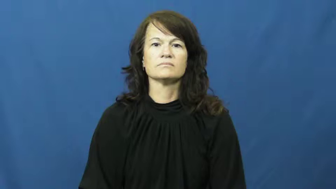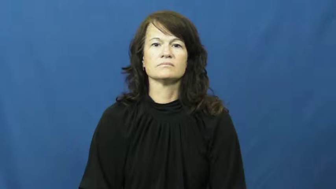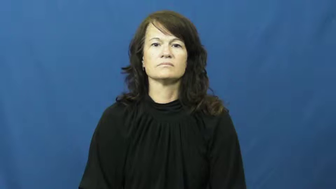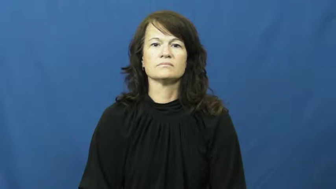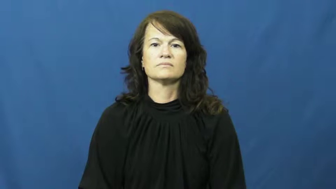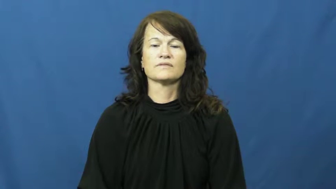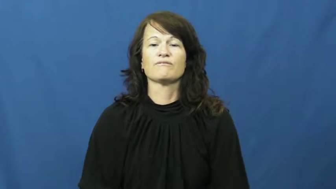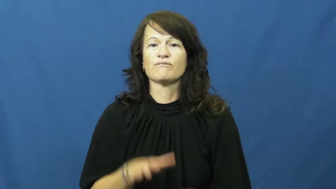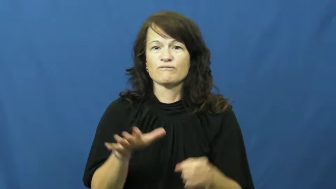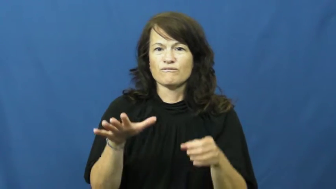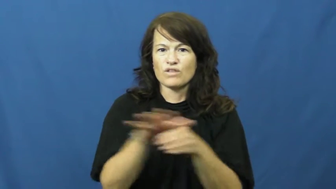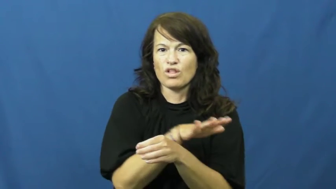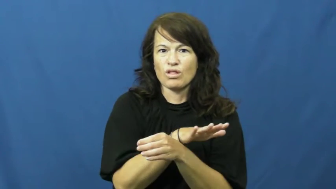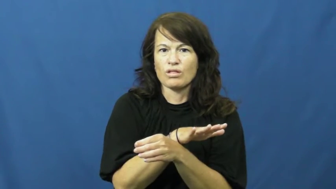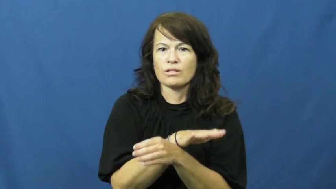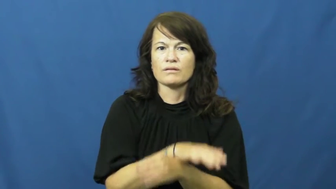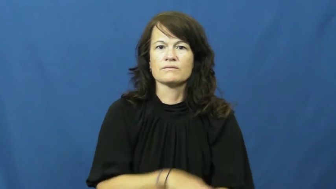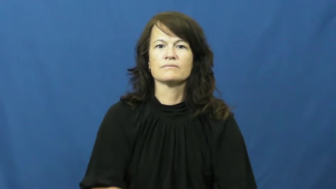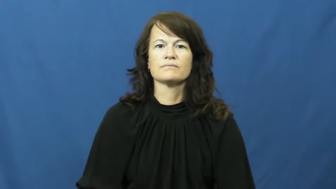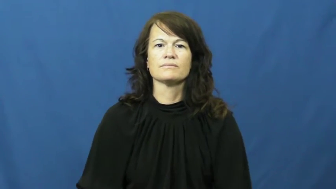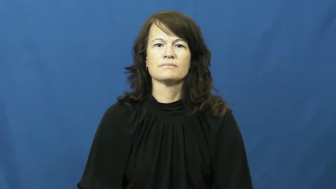replete